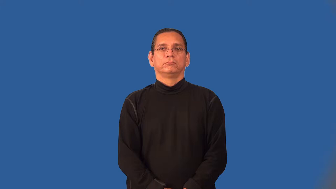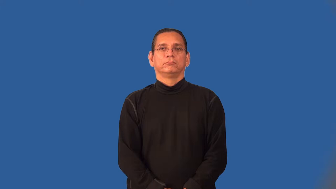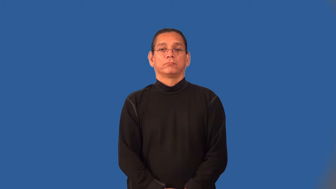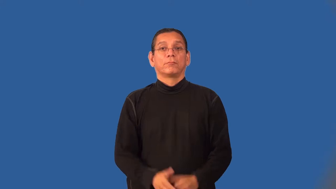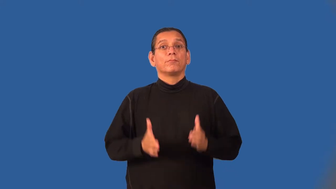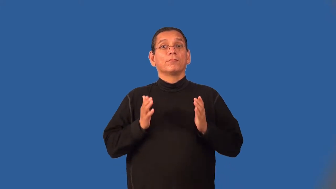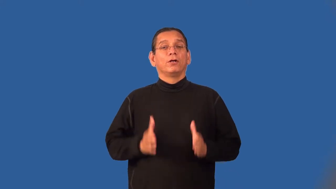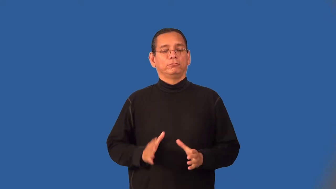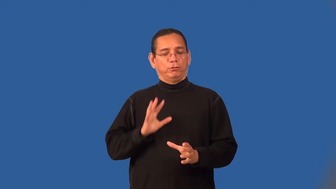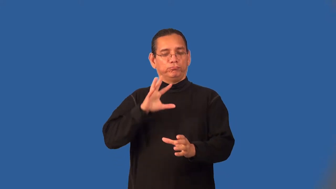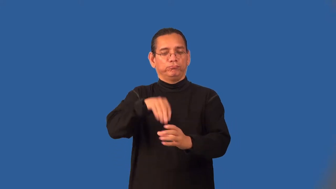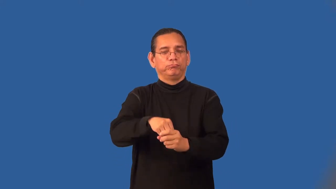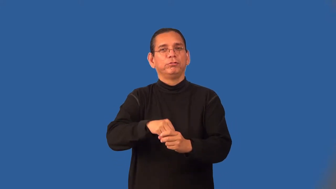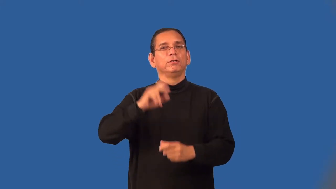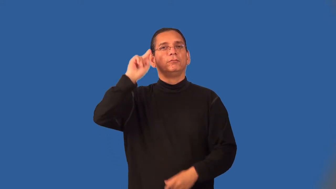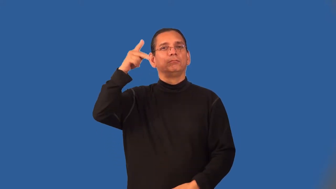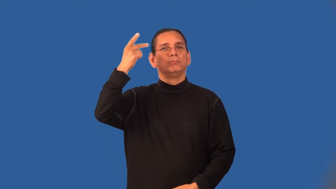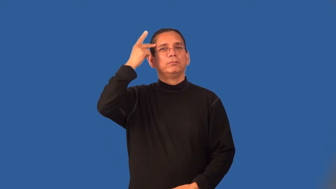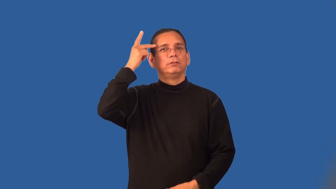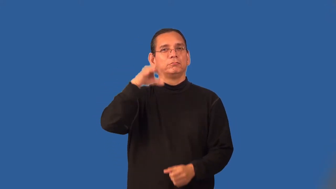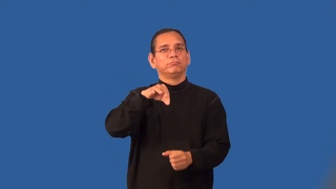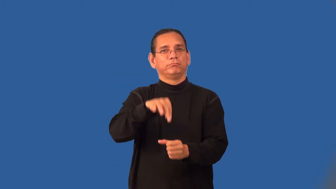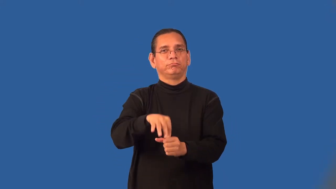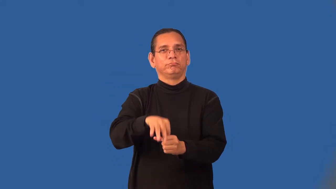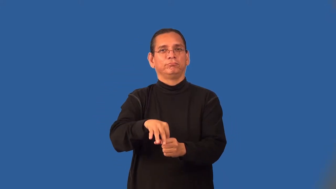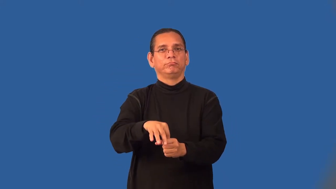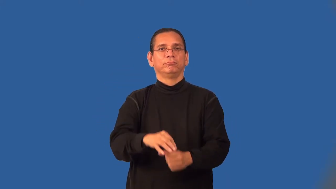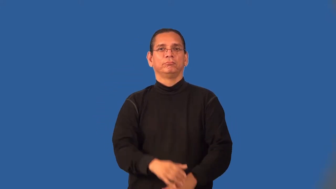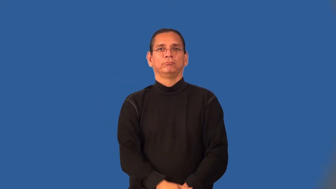electioneer